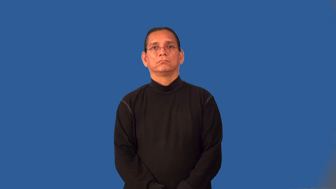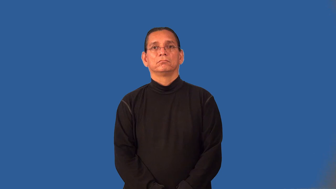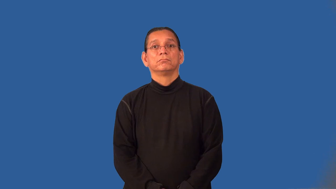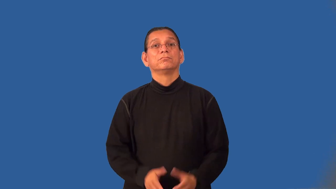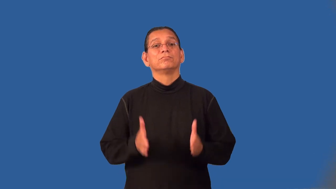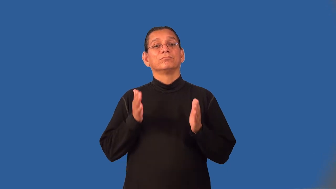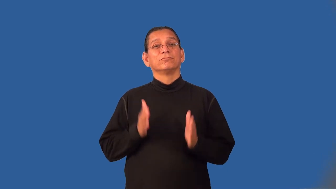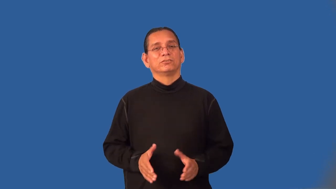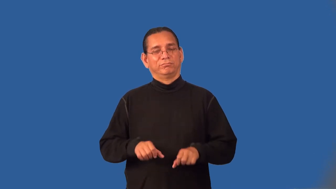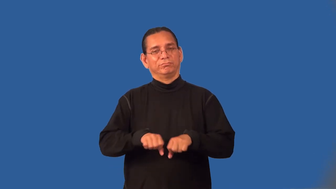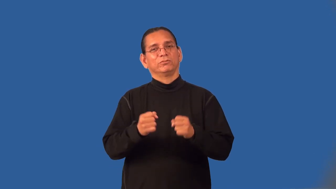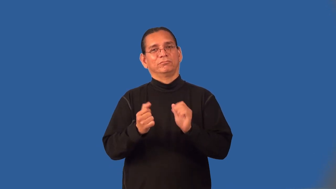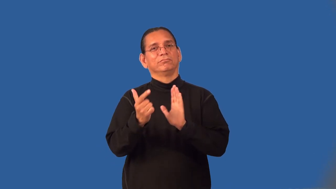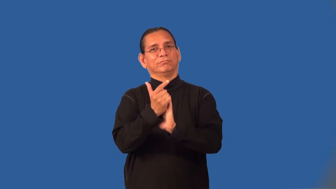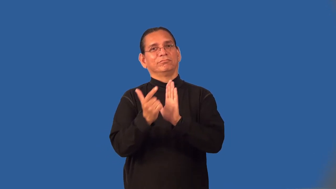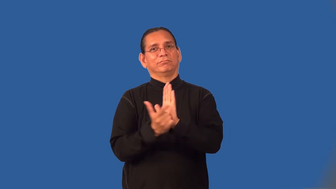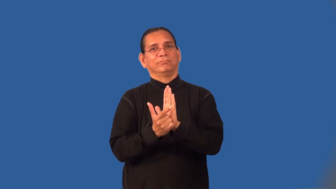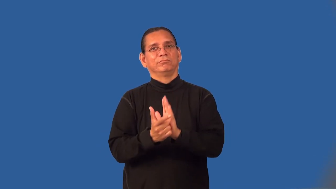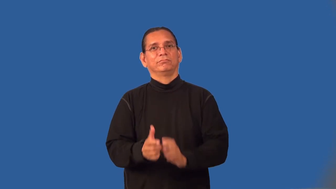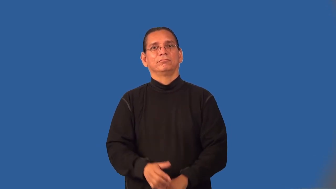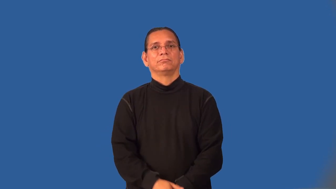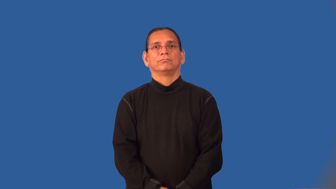offender